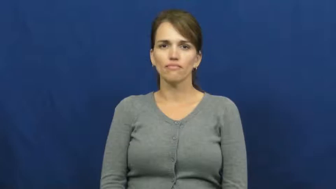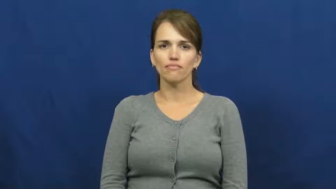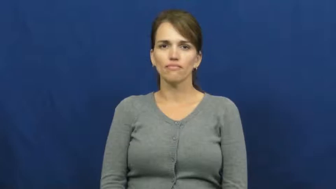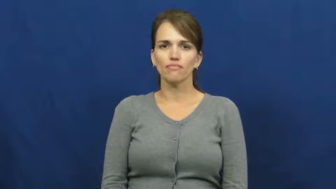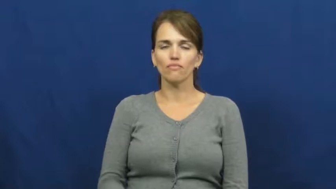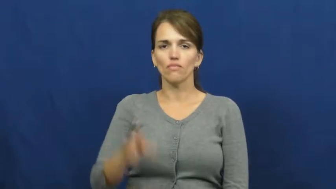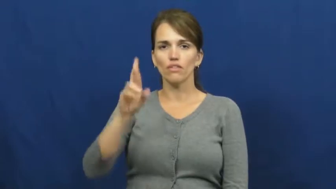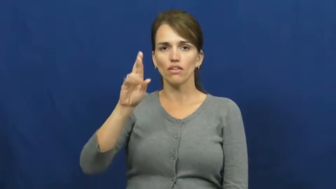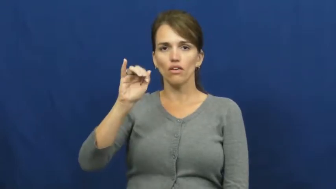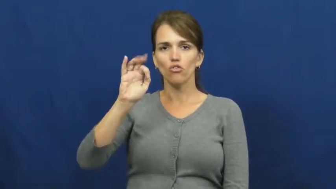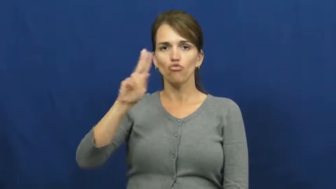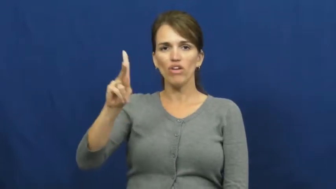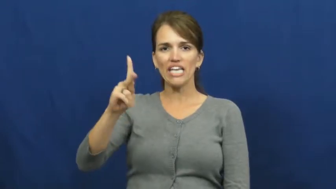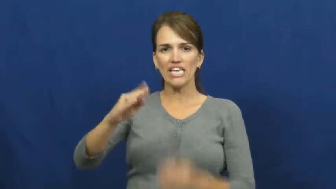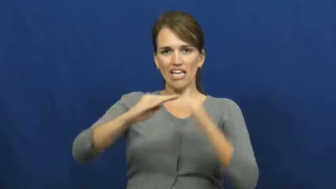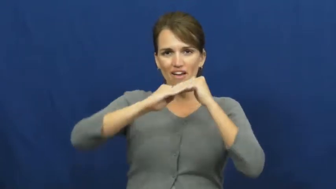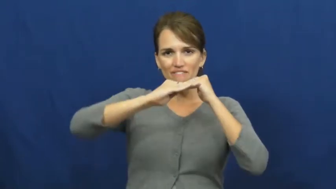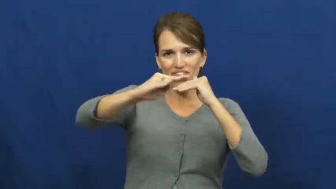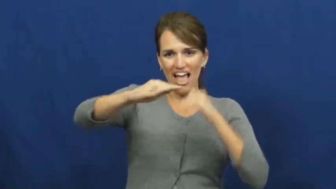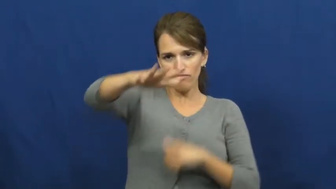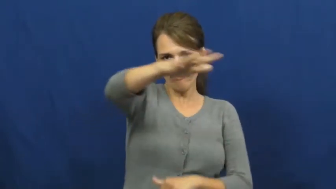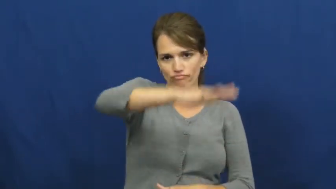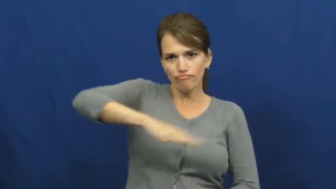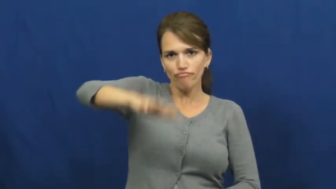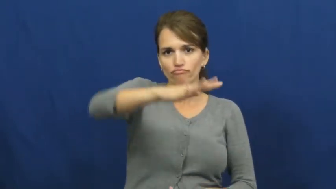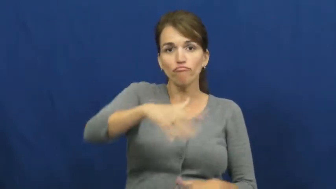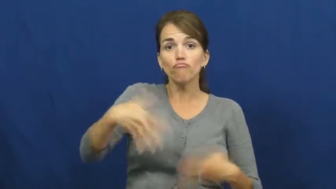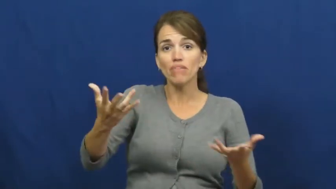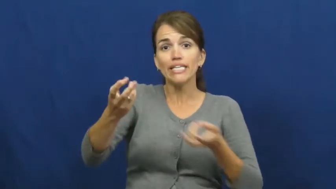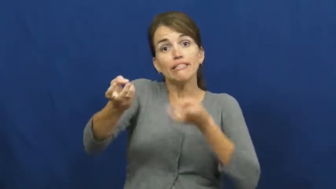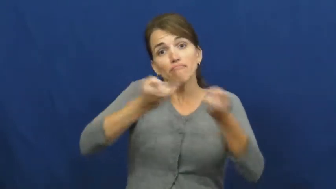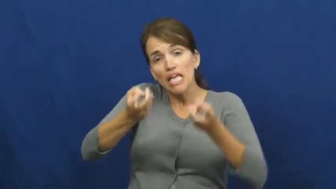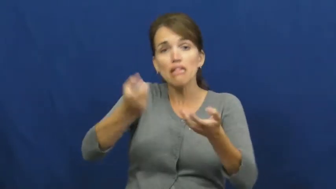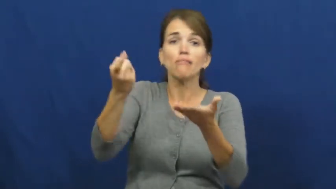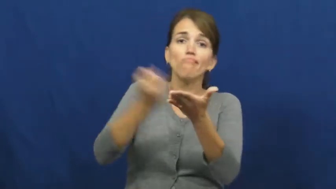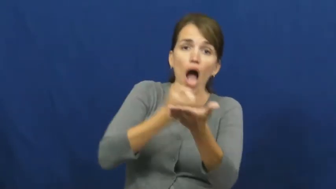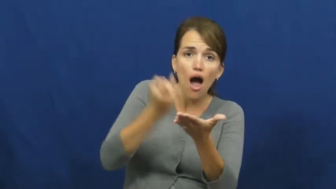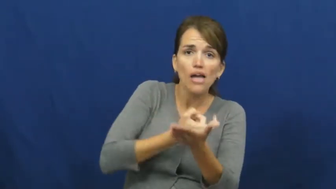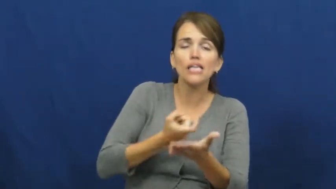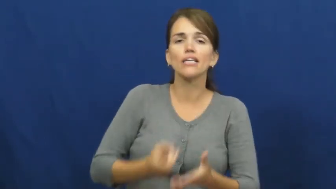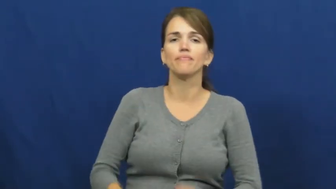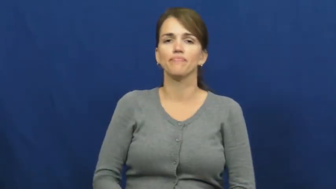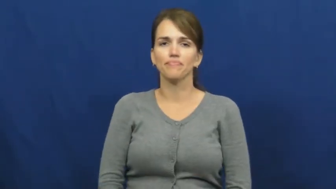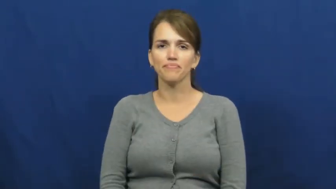rink